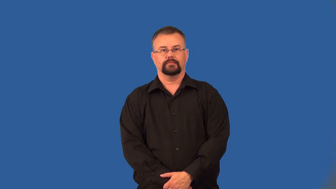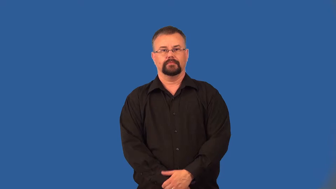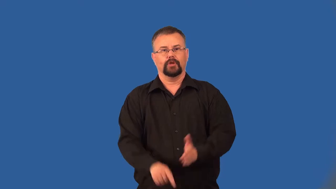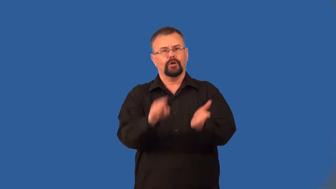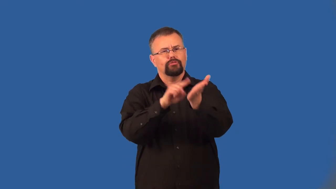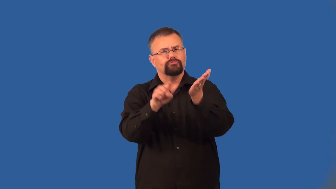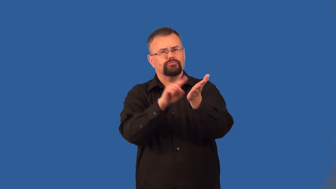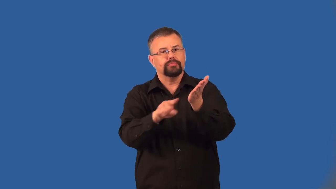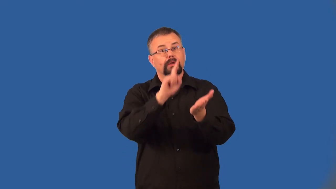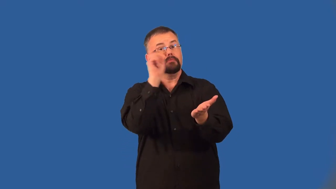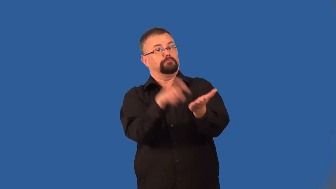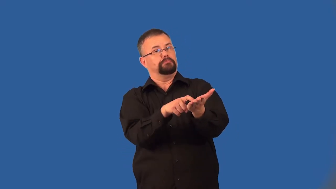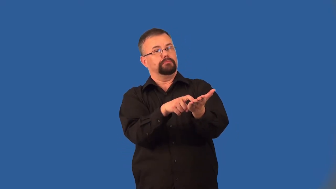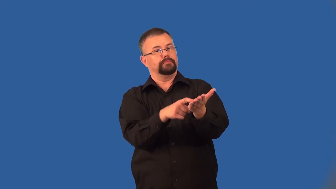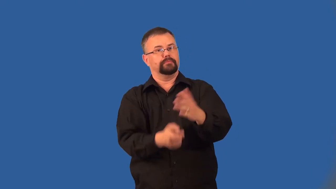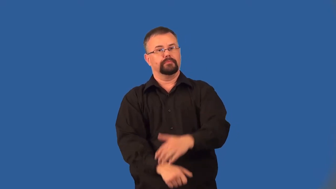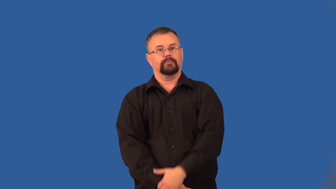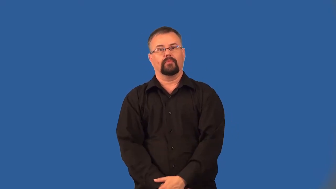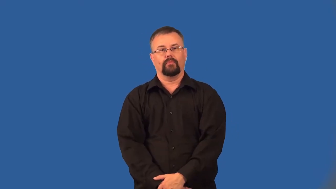detect